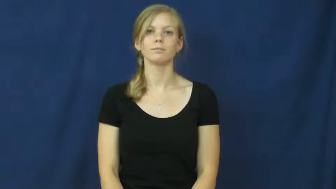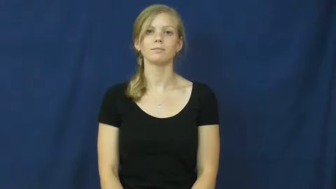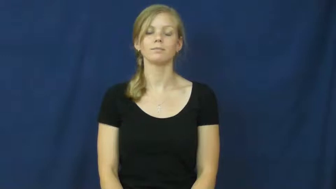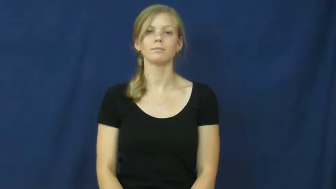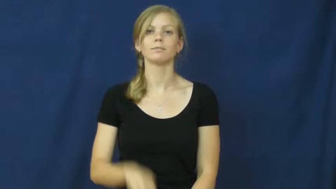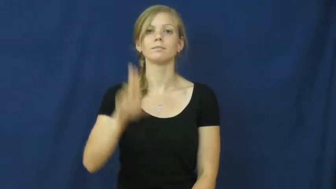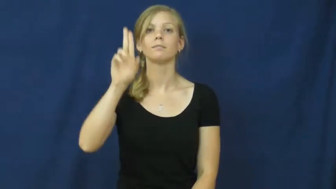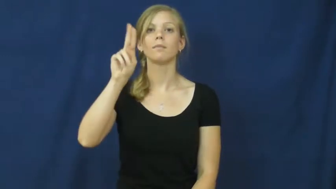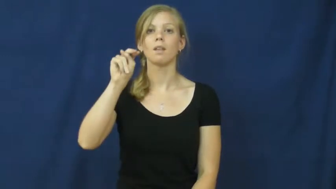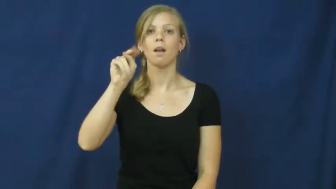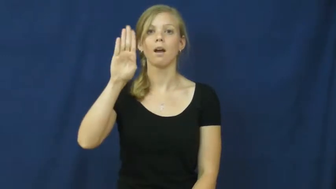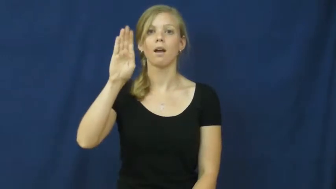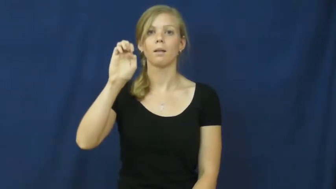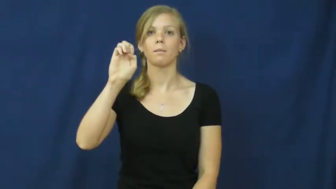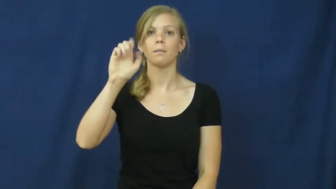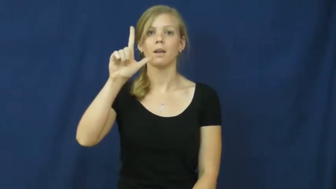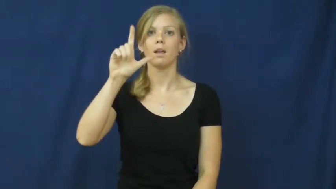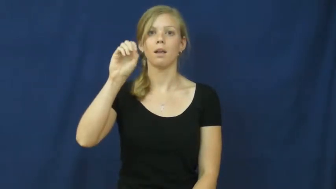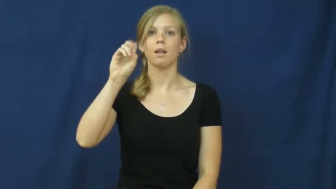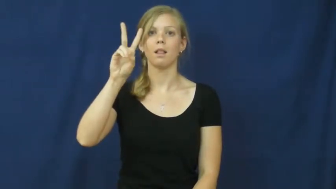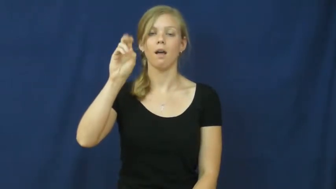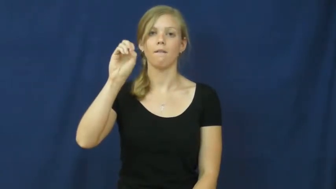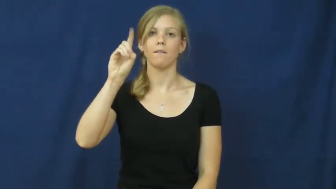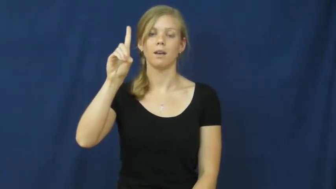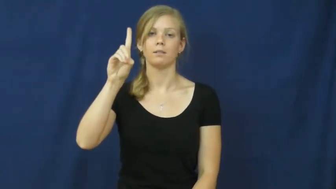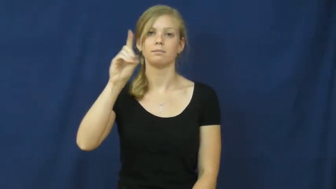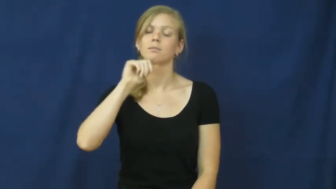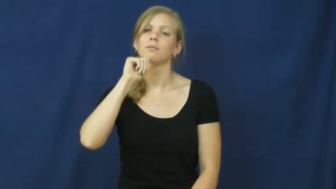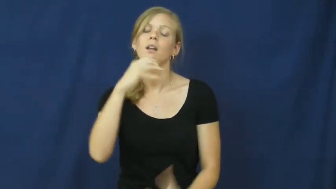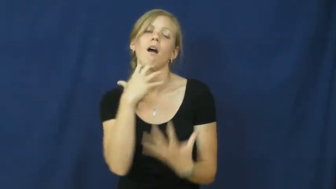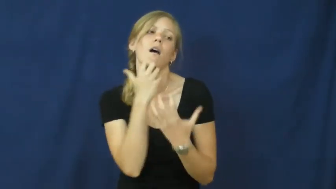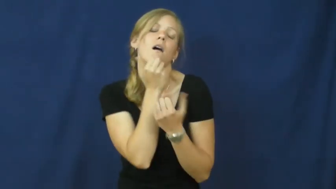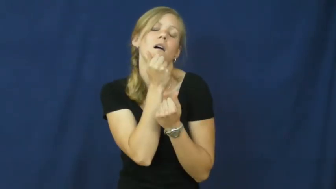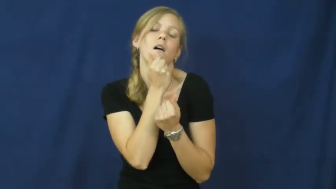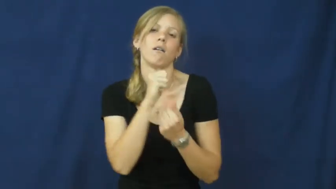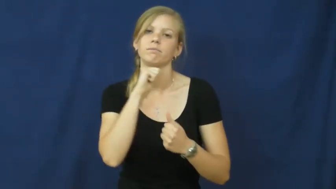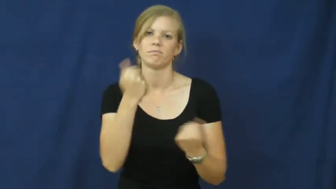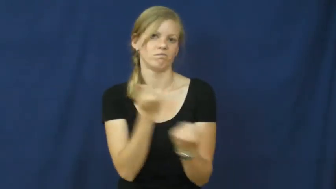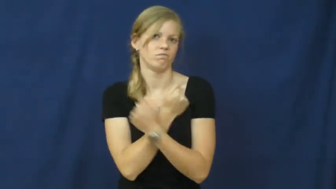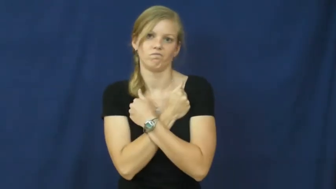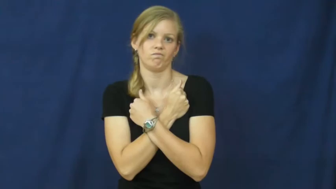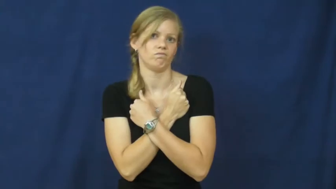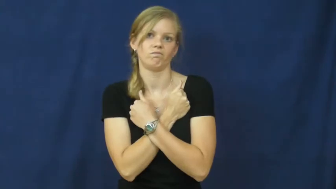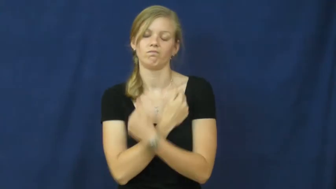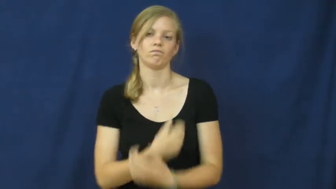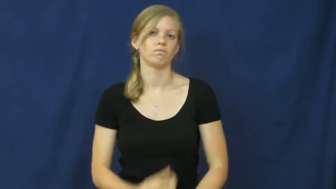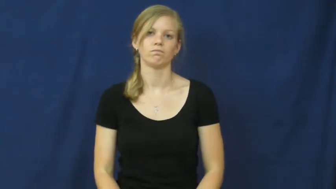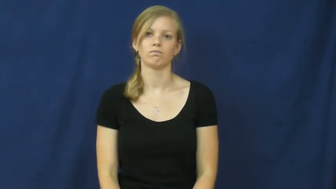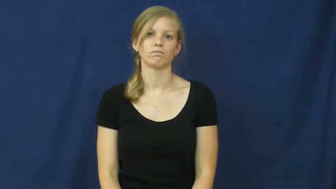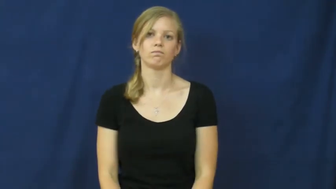unbeloved